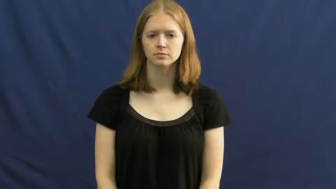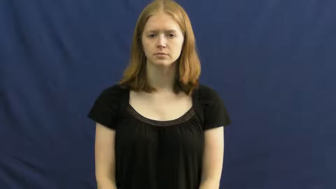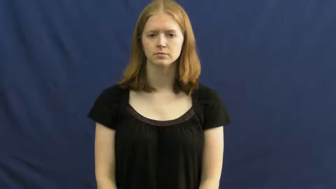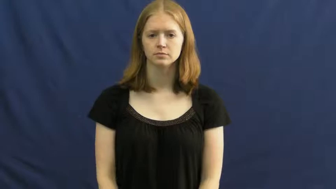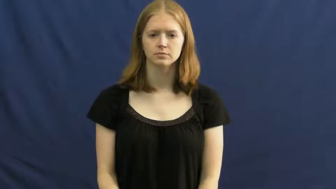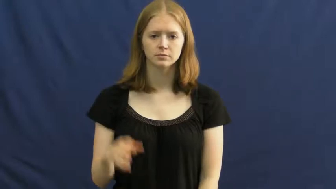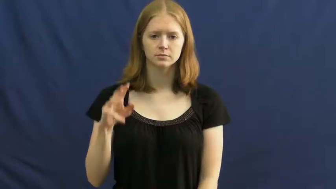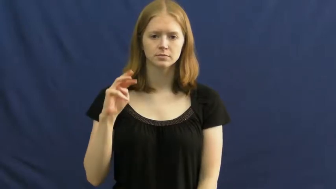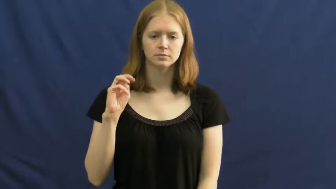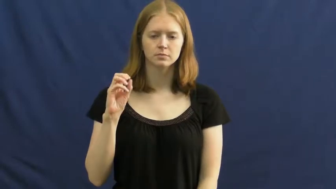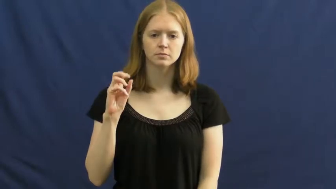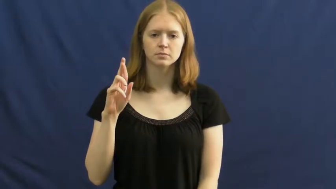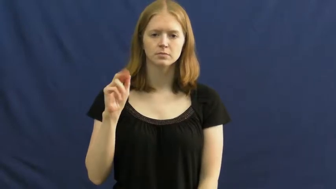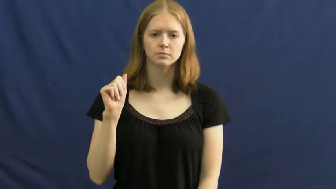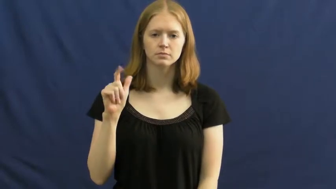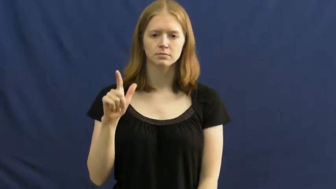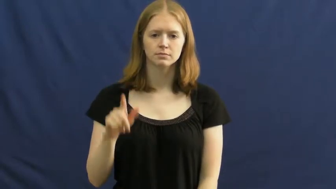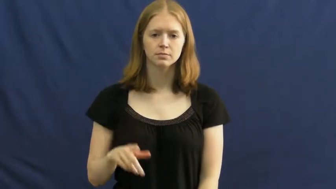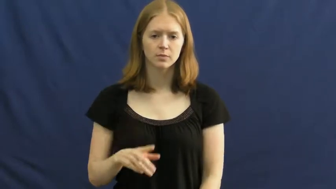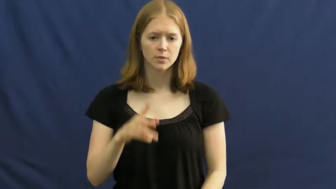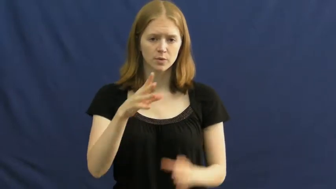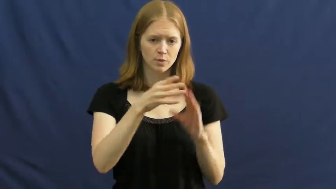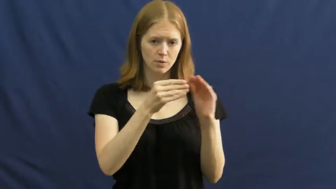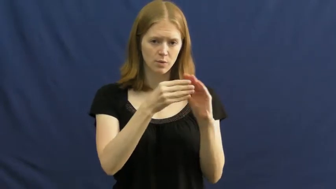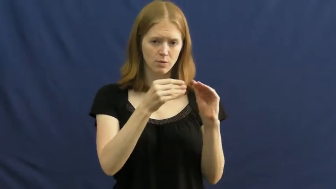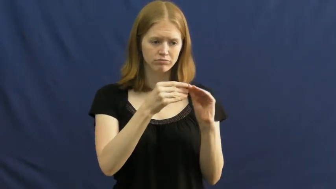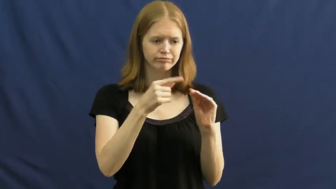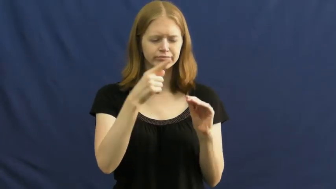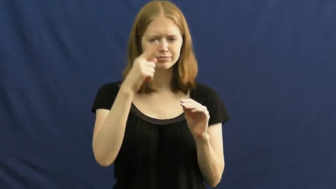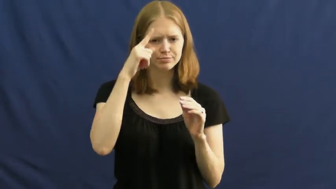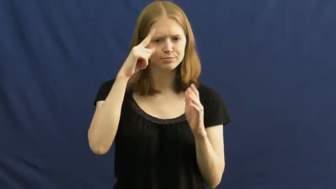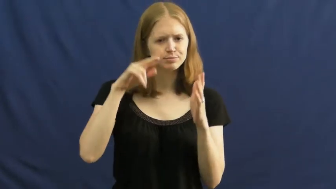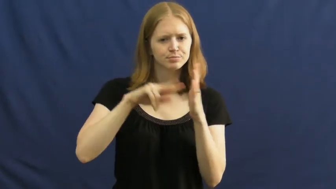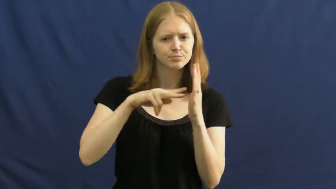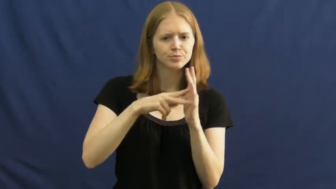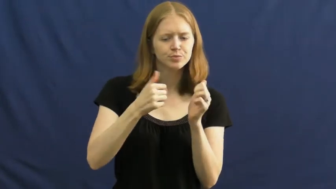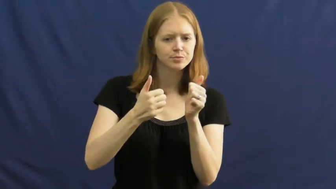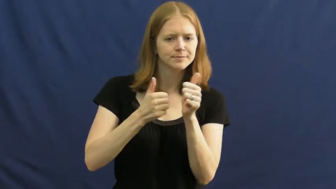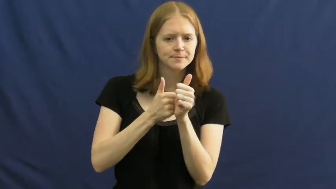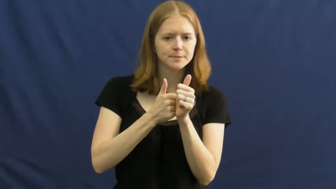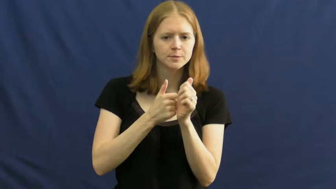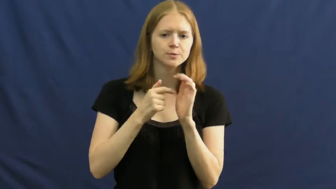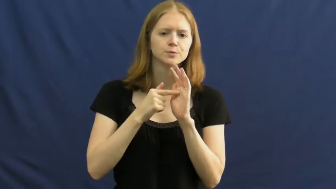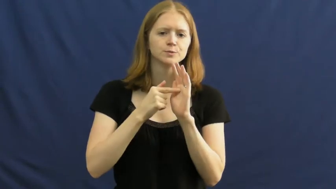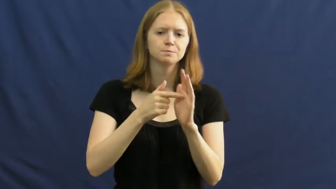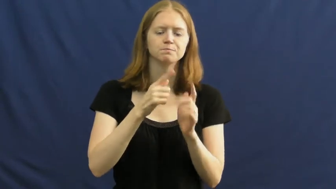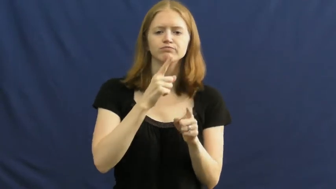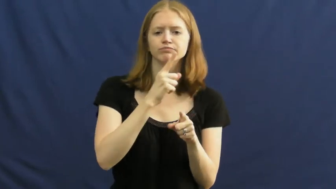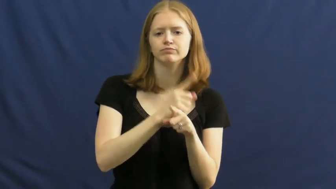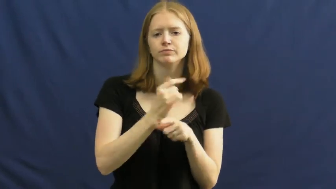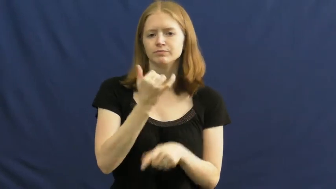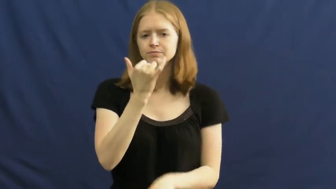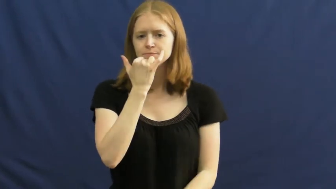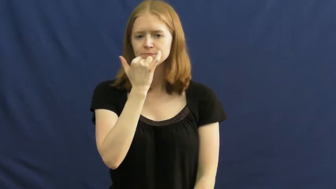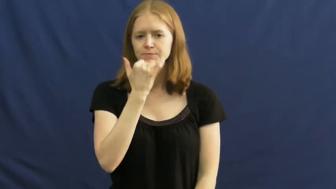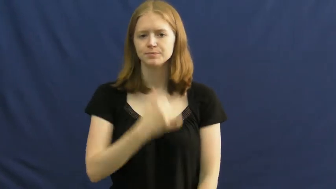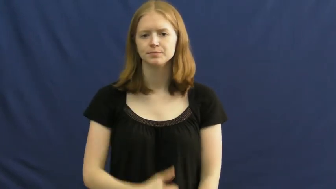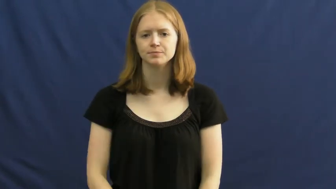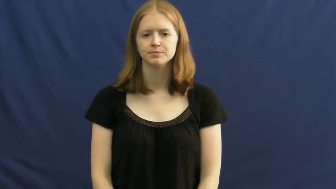moral-story